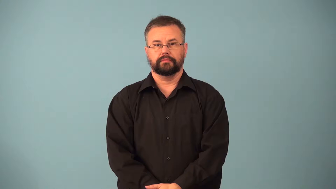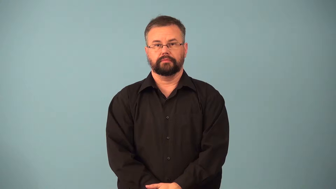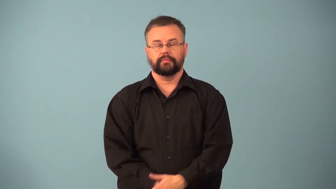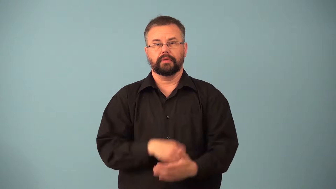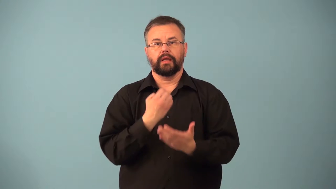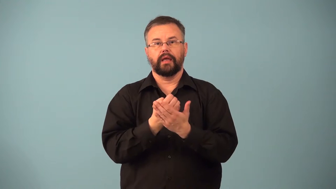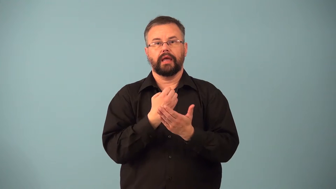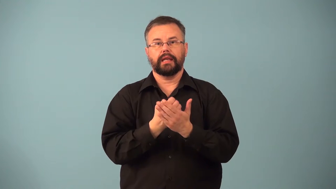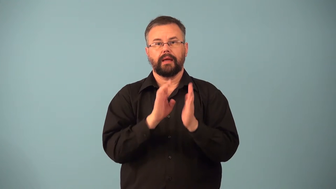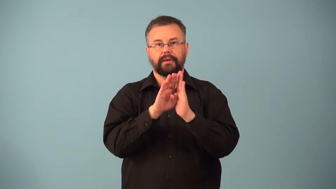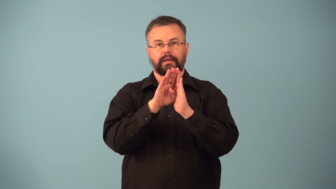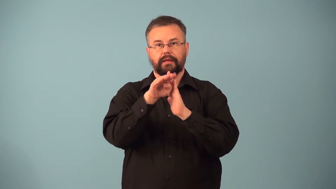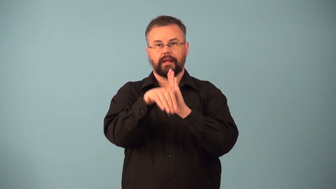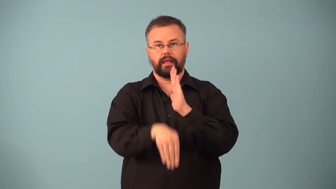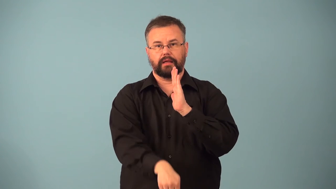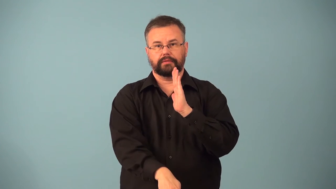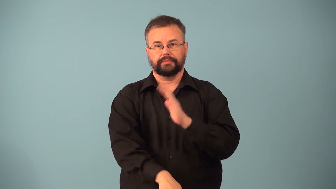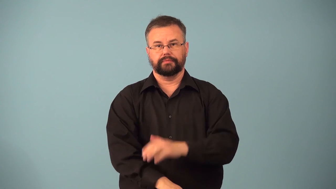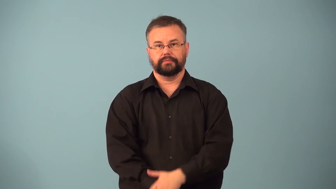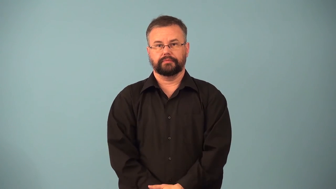downdraft-money